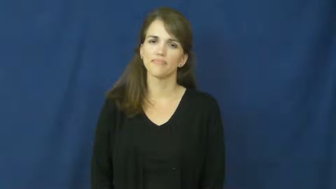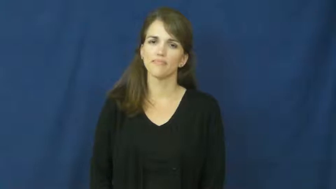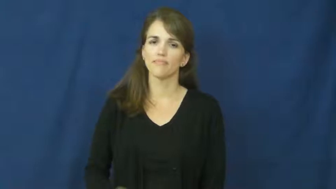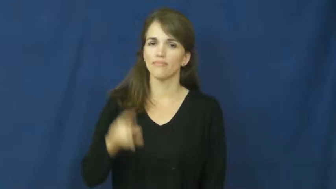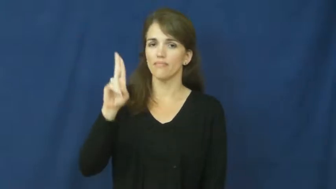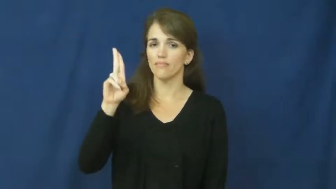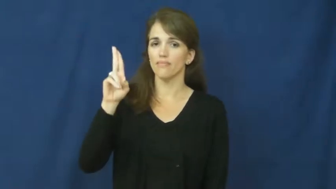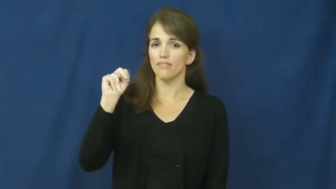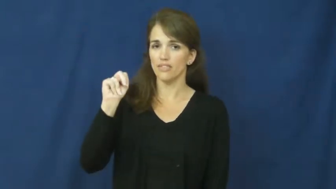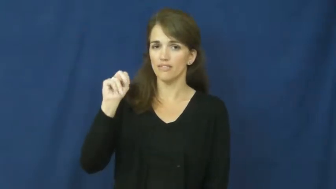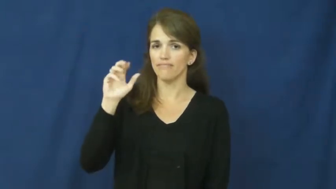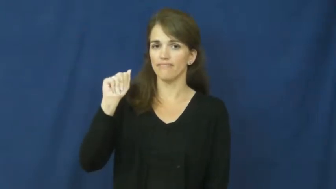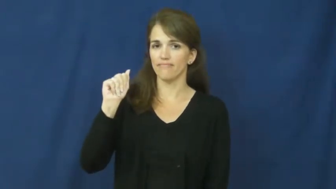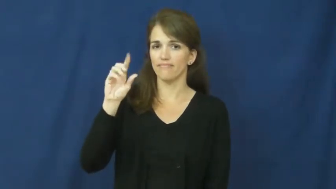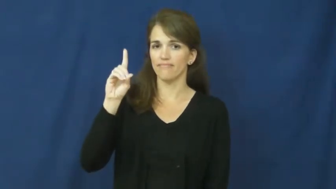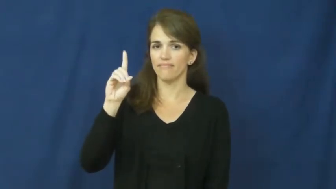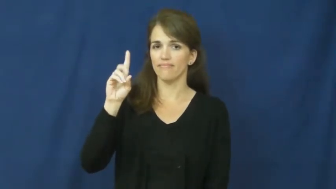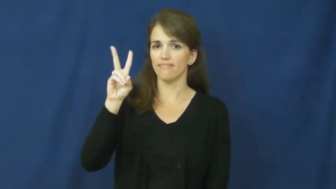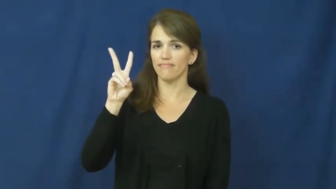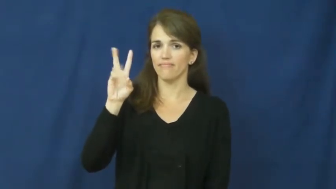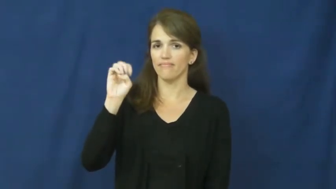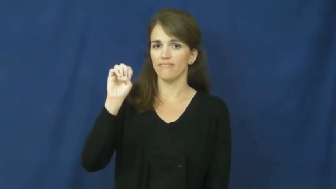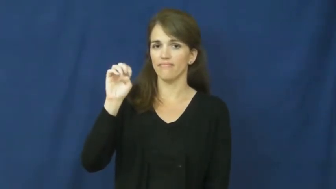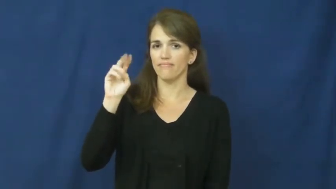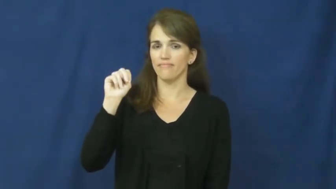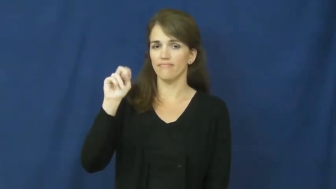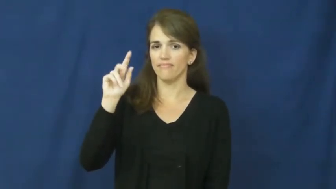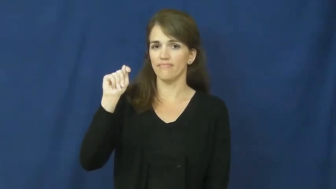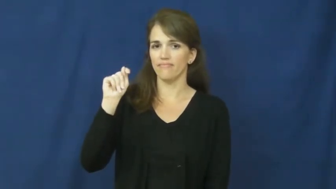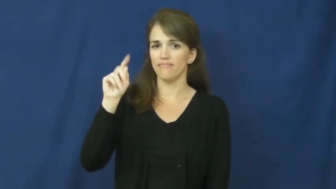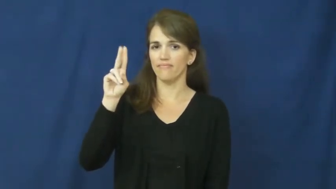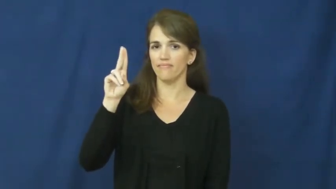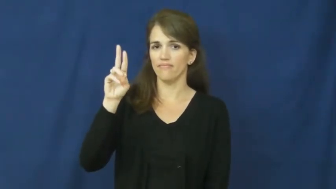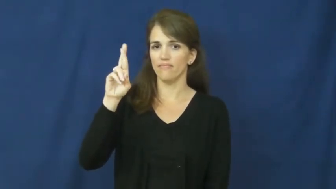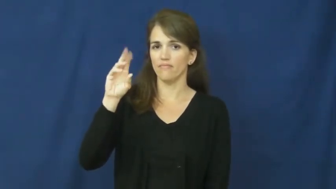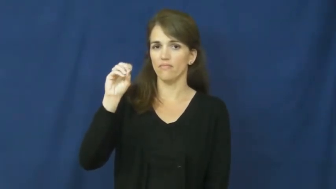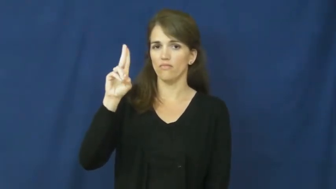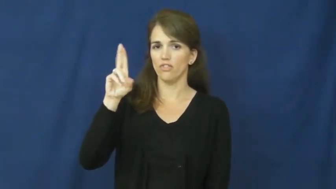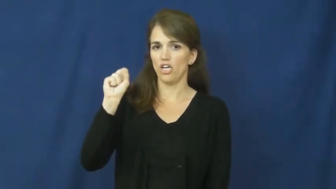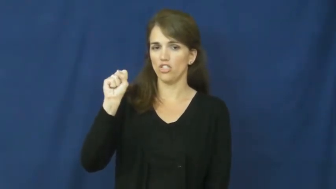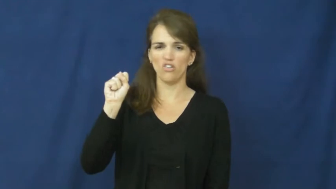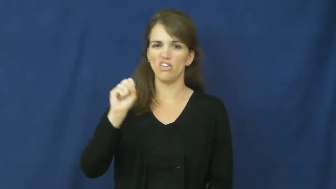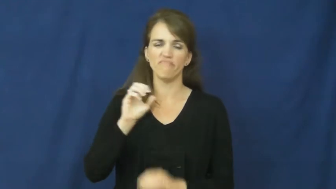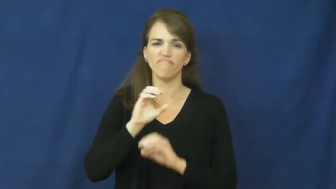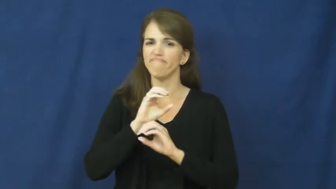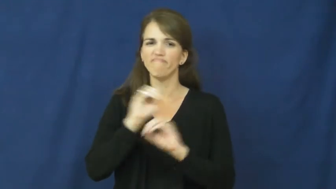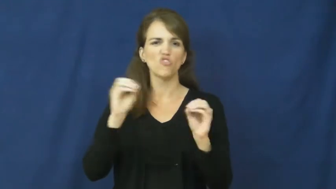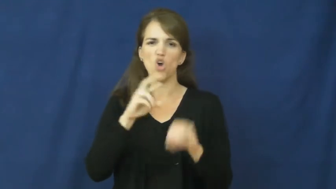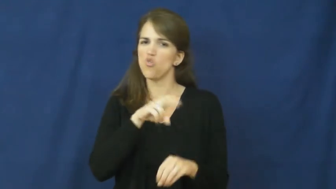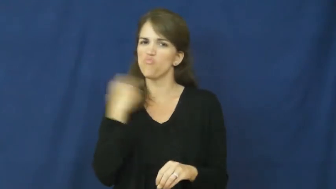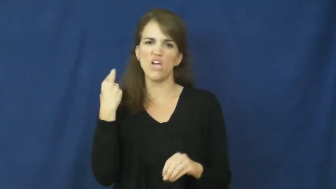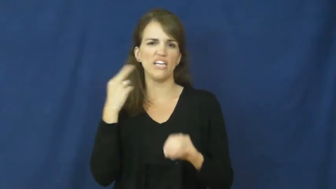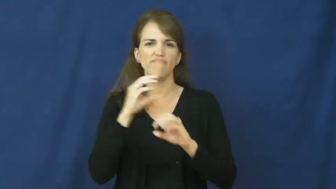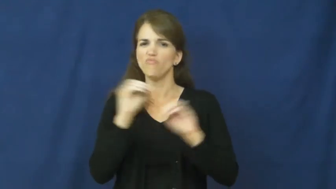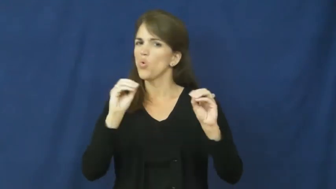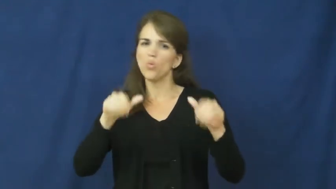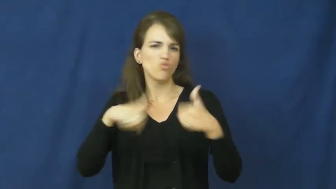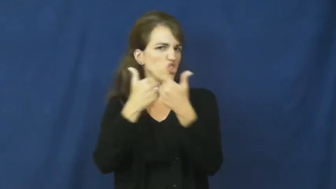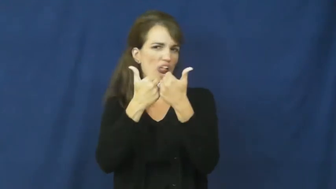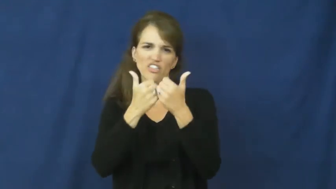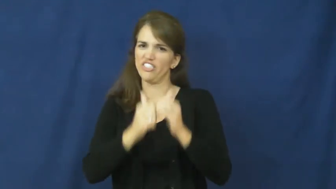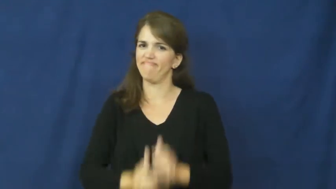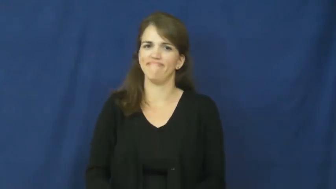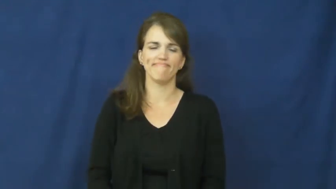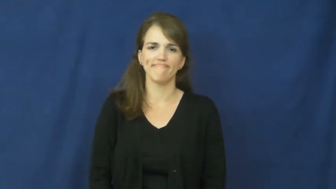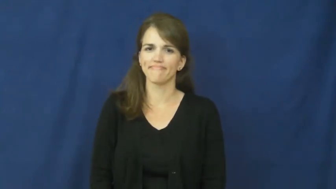unadventurous